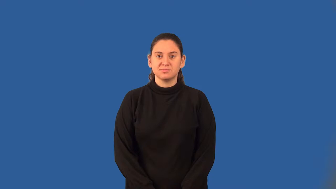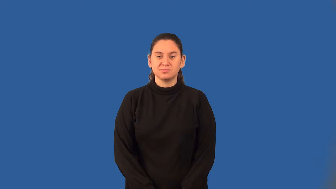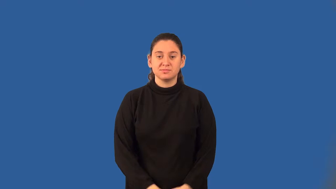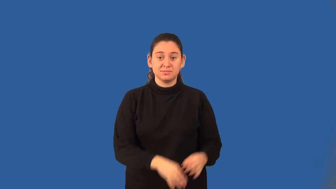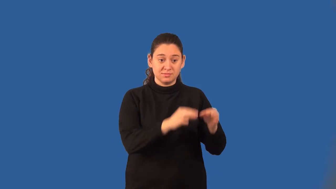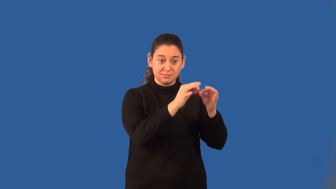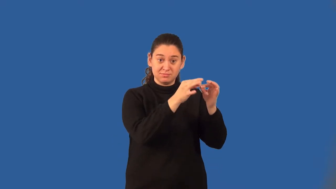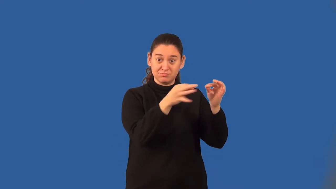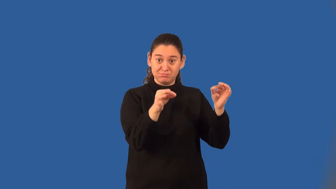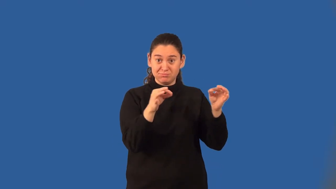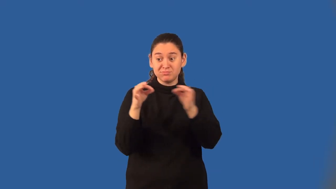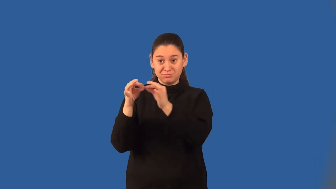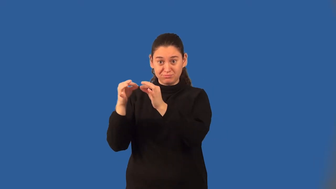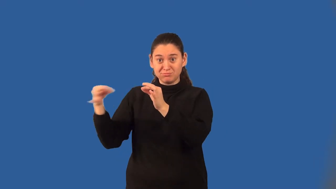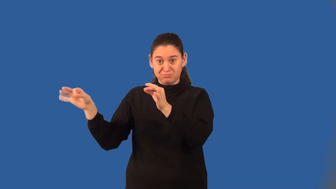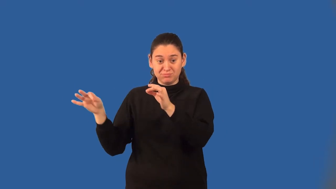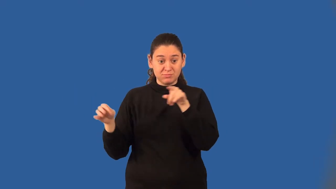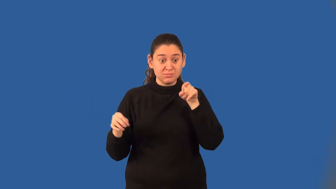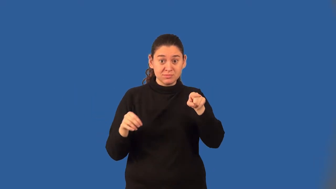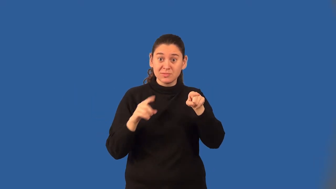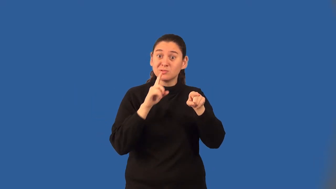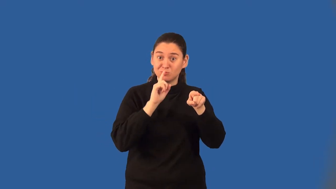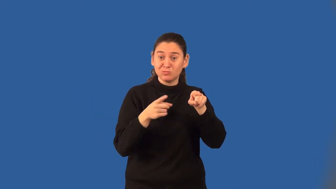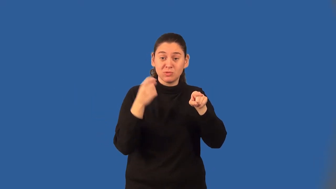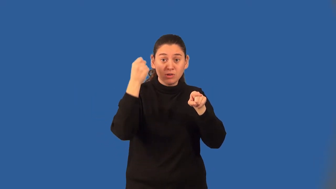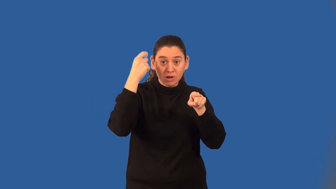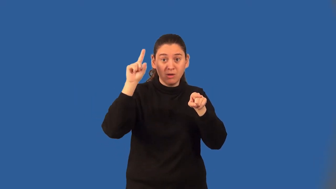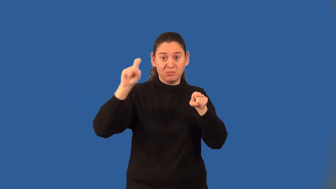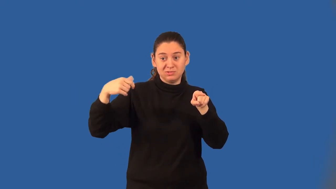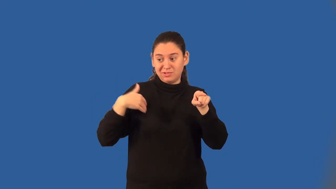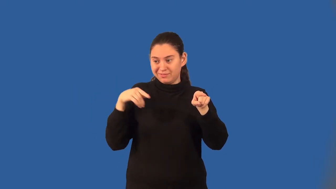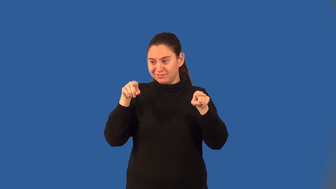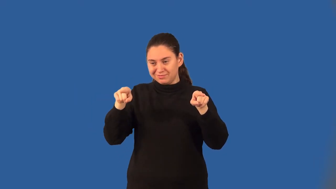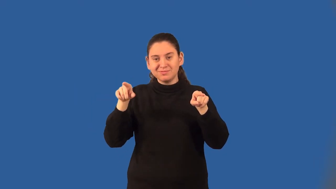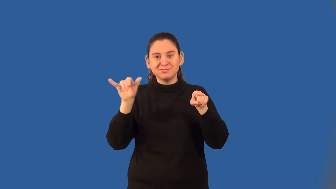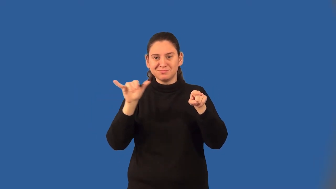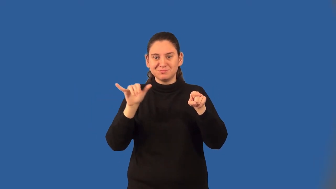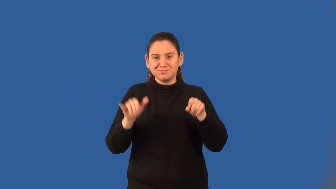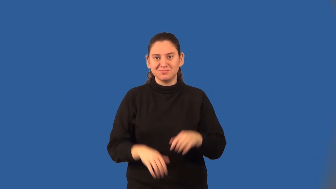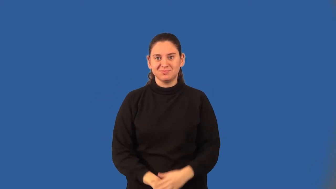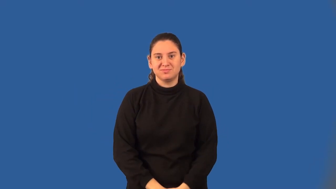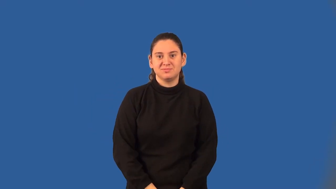biconditional